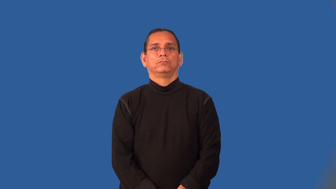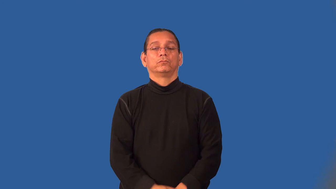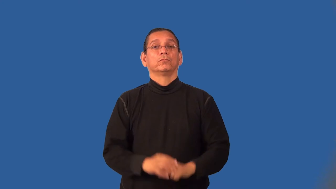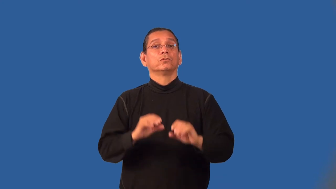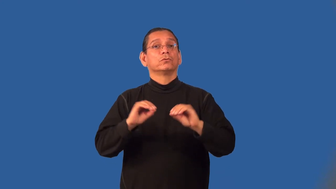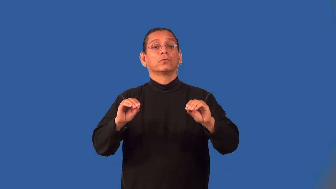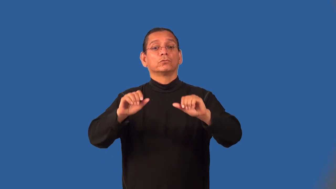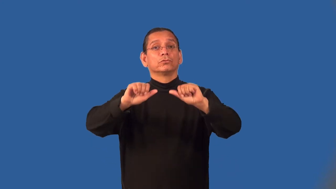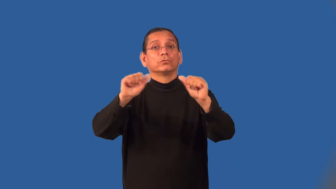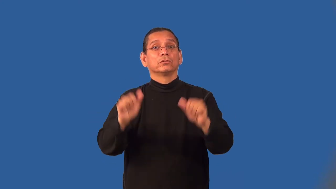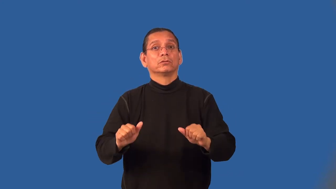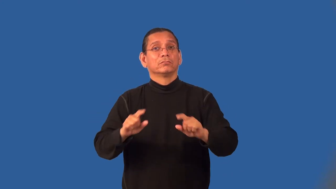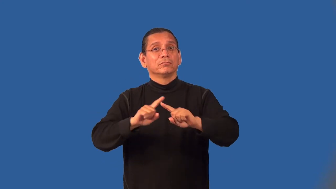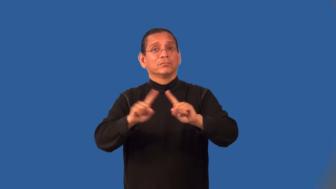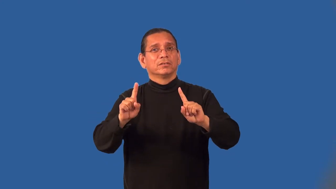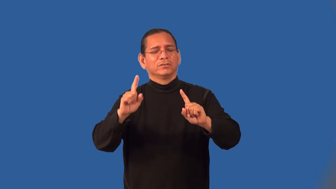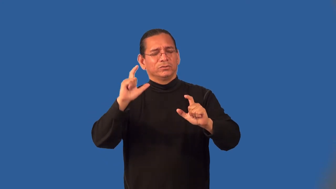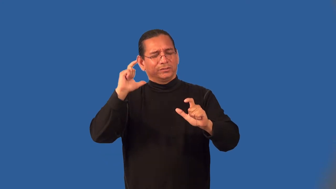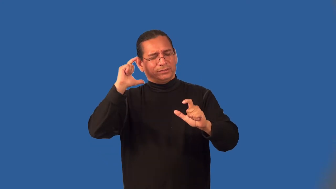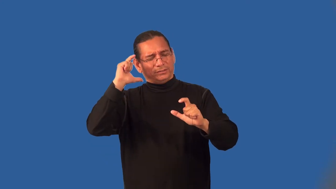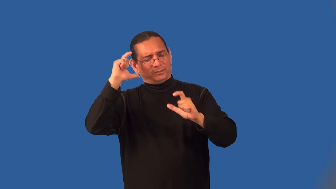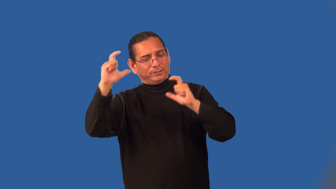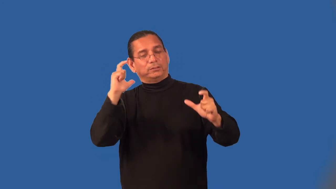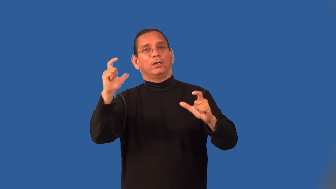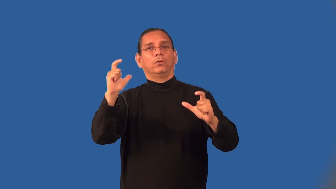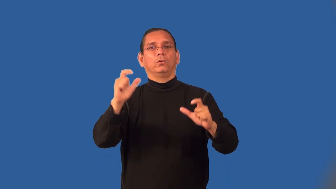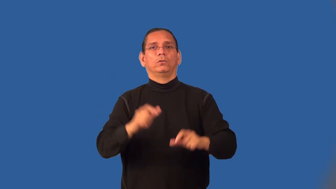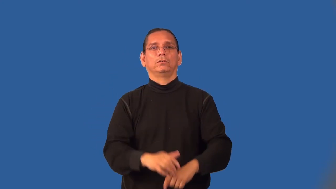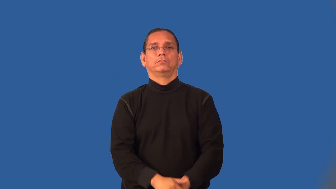mass,lump,bank-large object